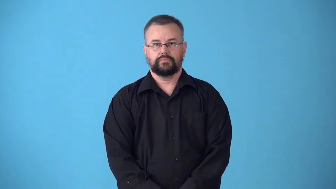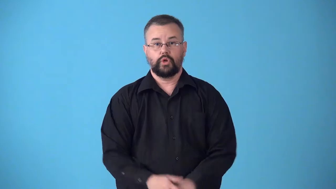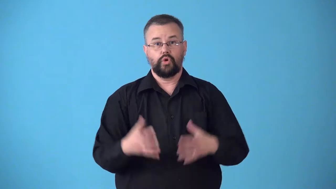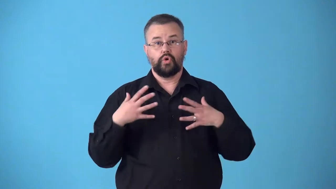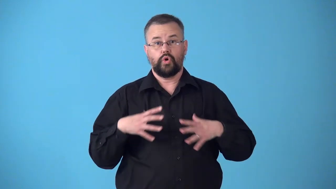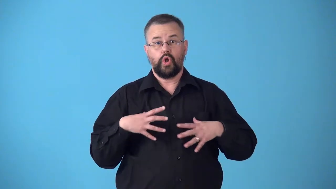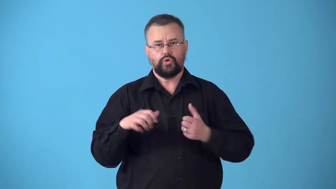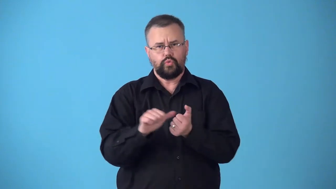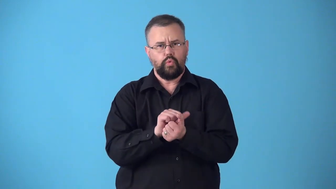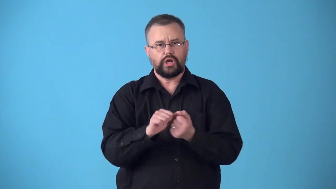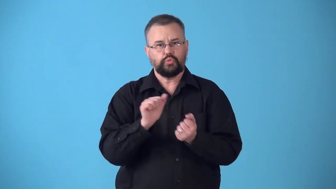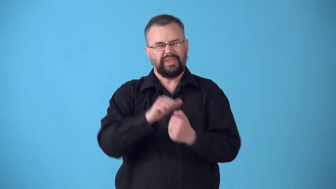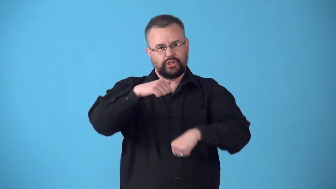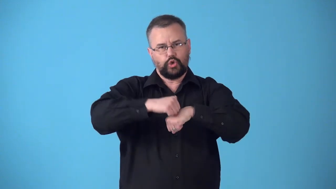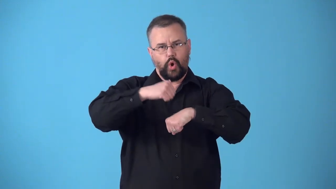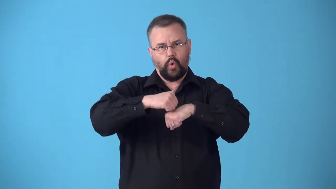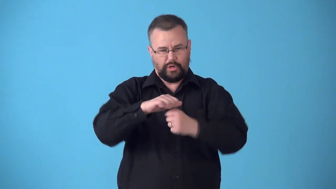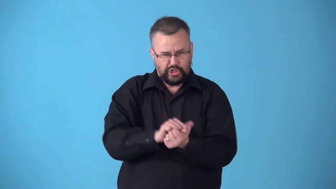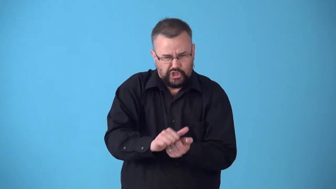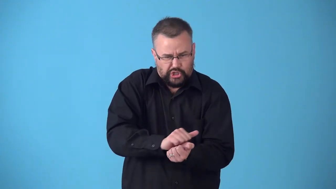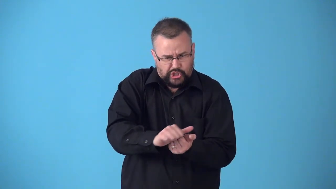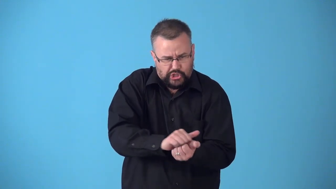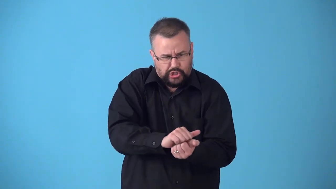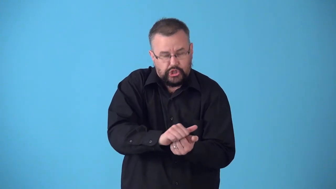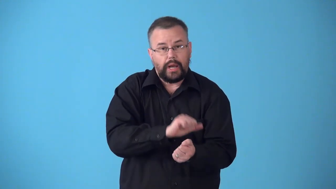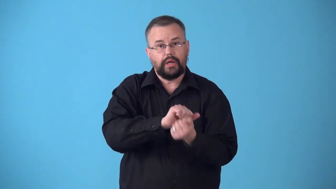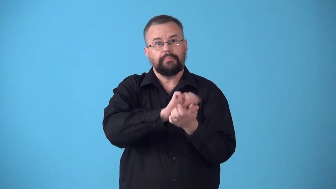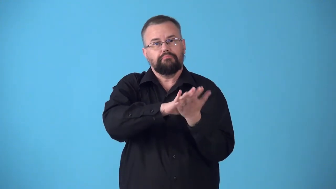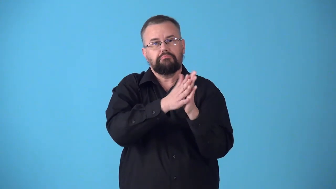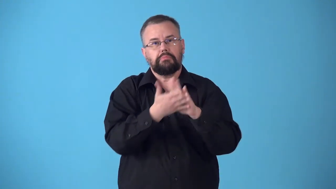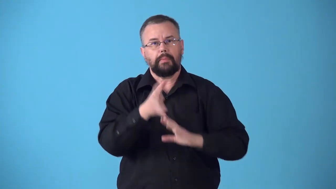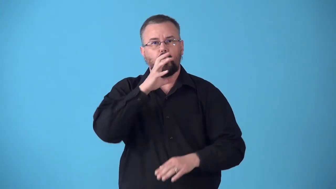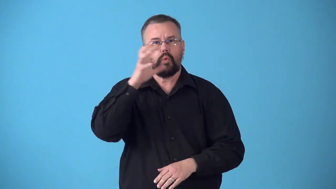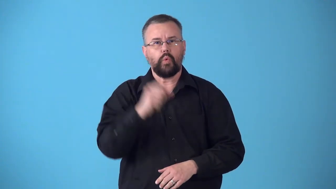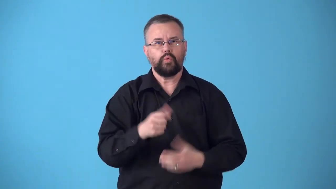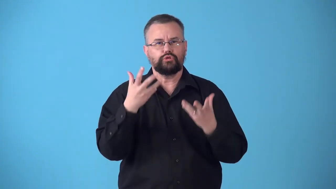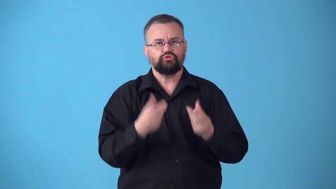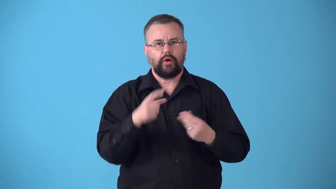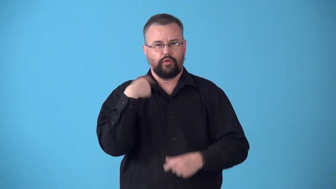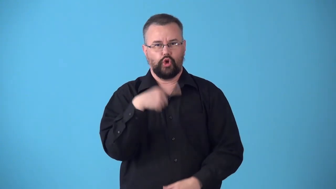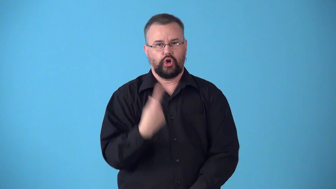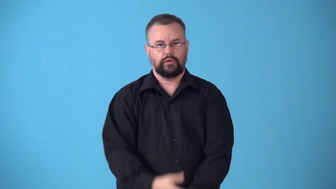stonewashed